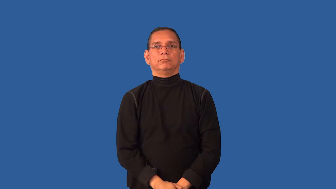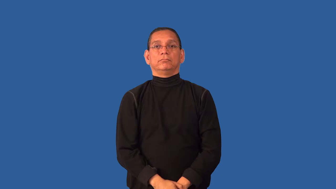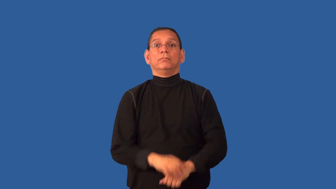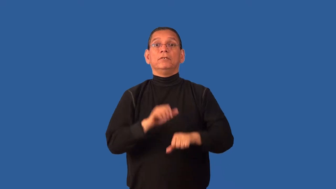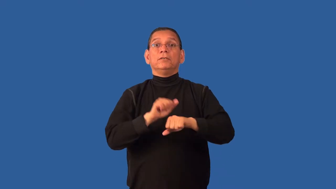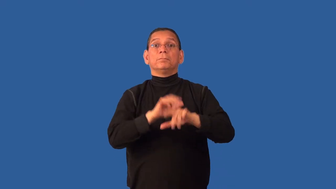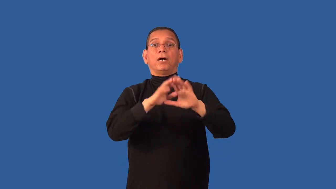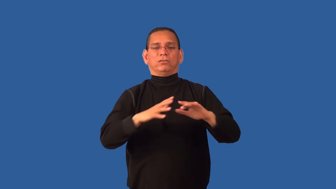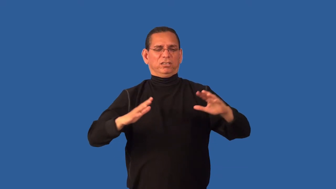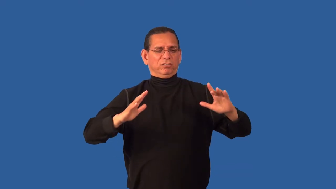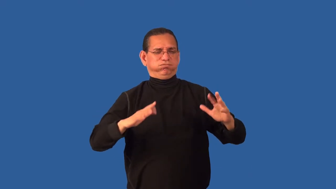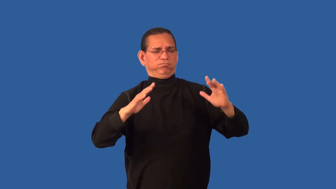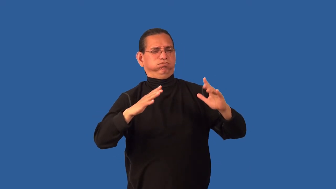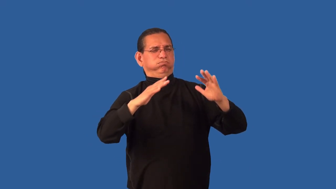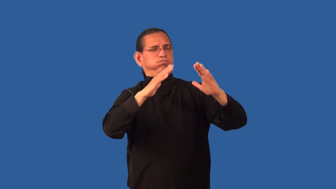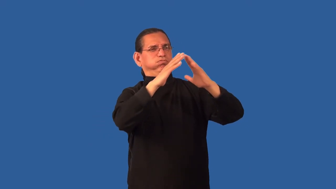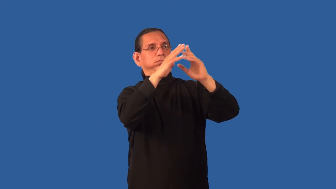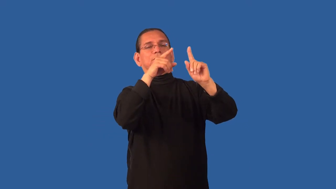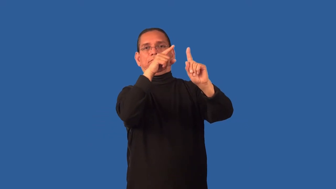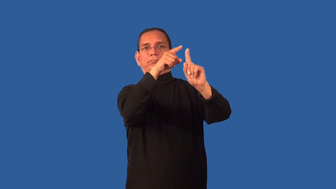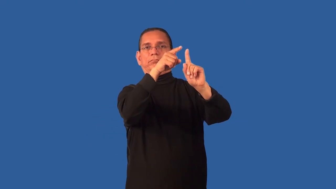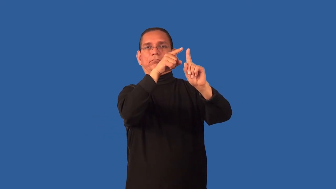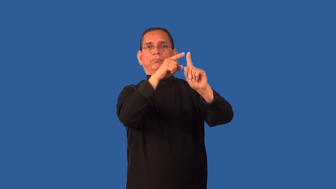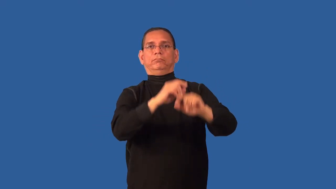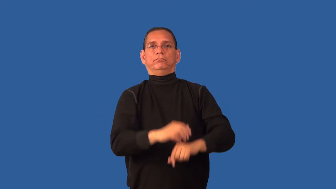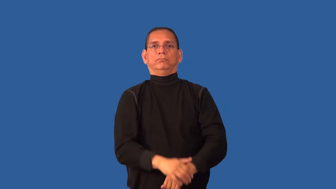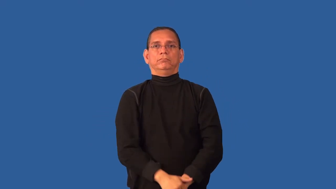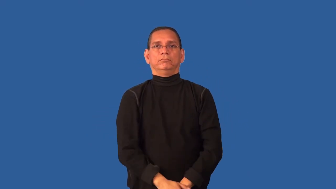crest-hill